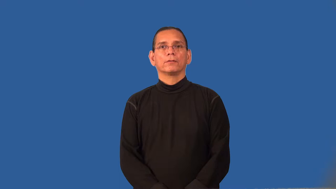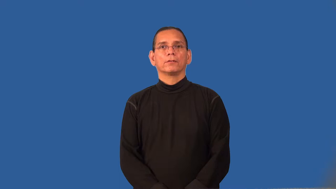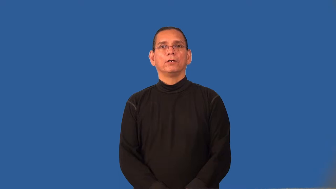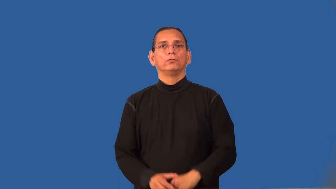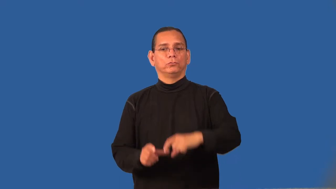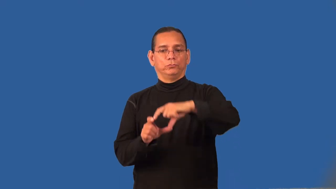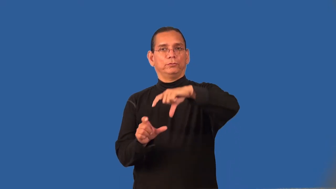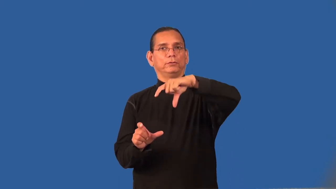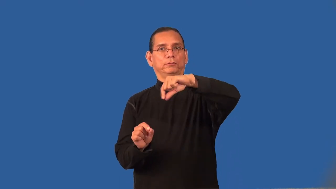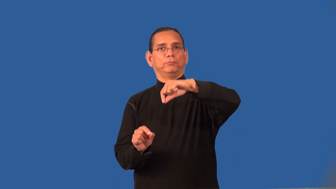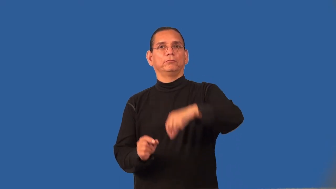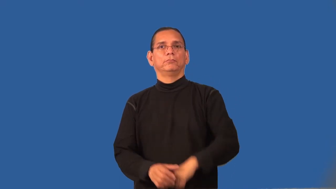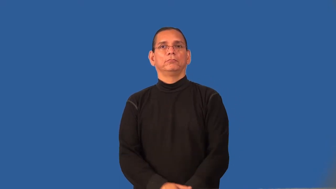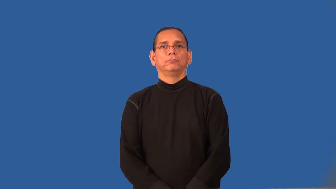receipt,waybill